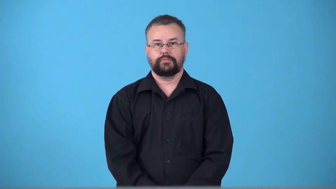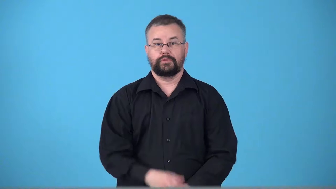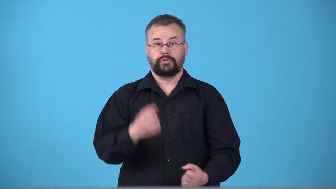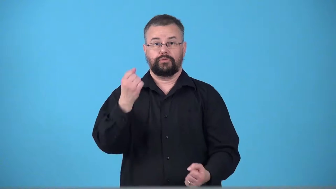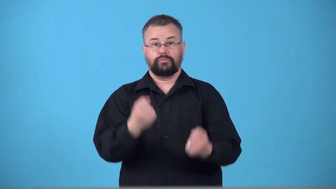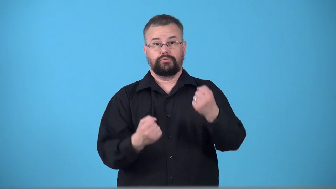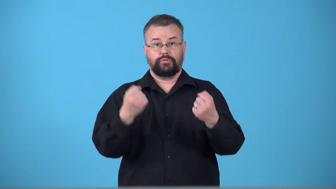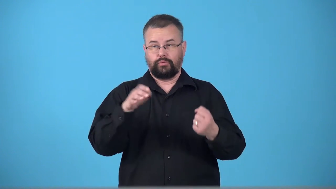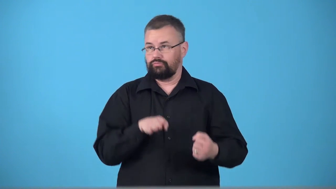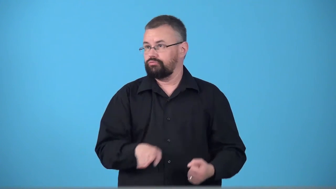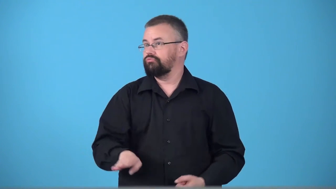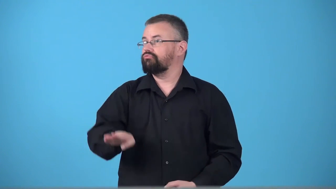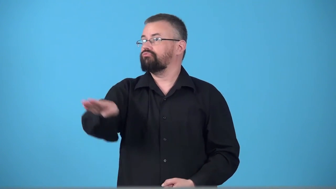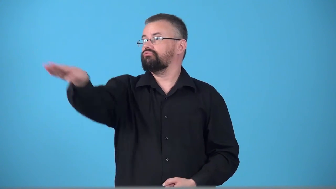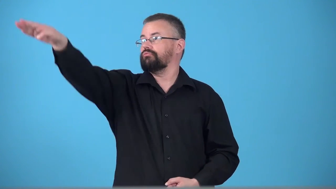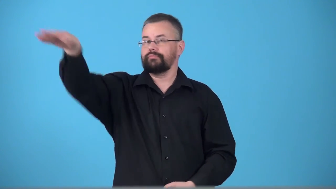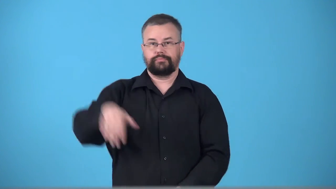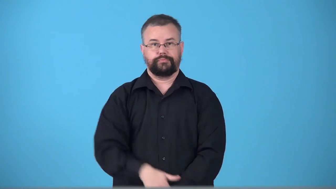turnoff-road to get off highway